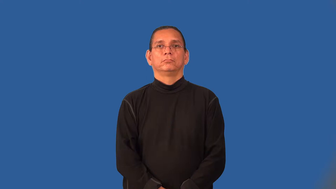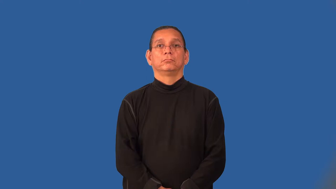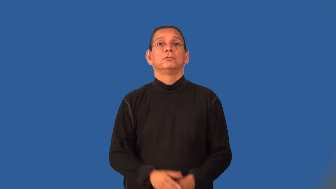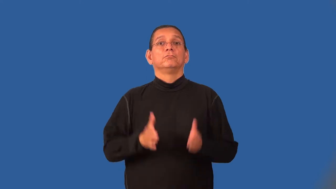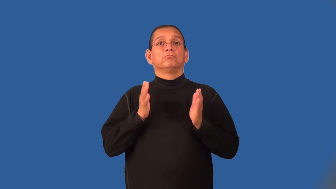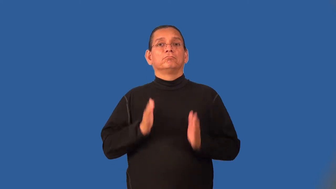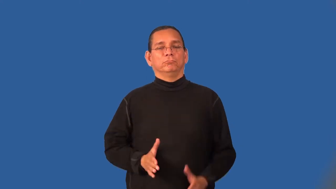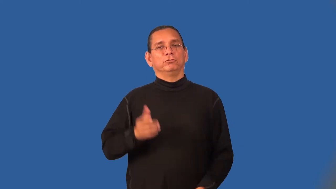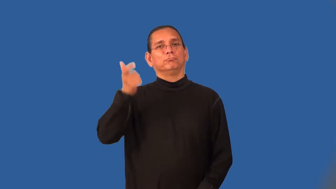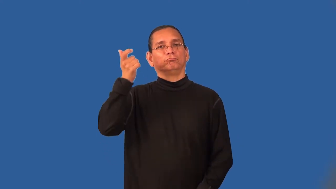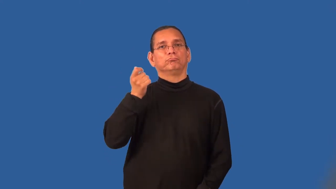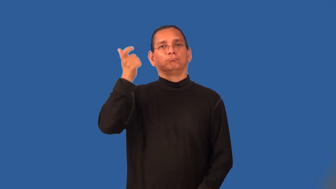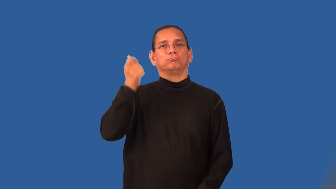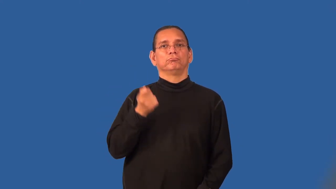pensioner